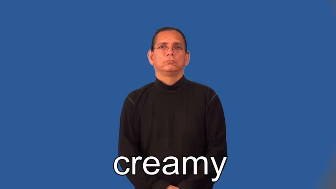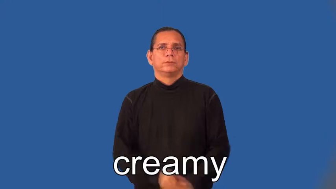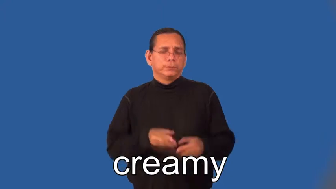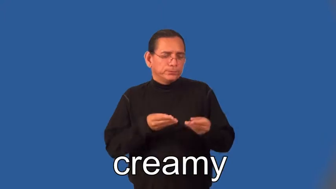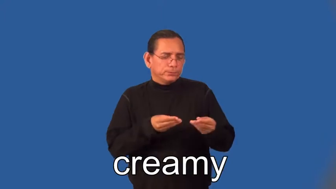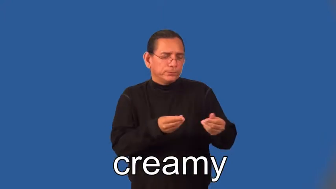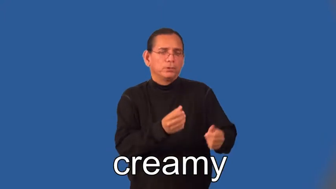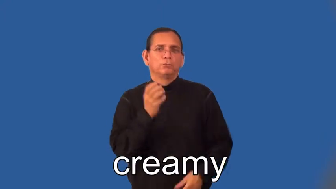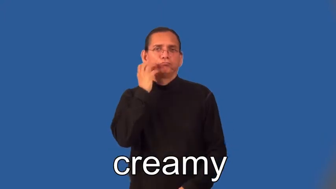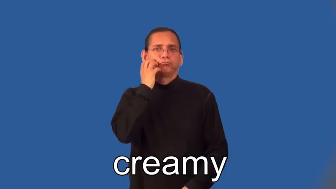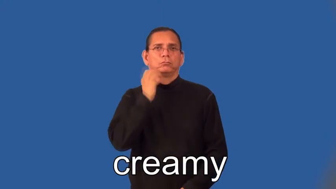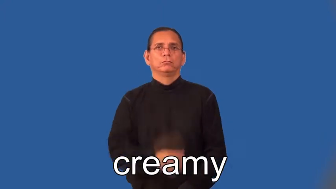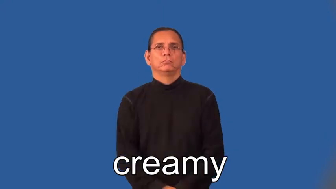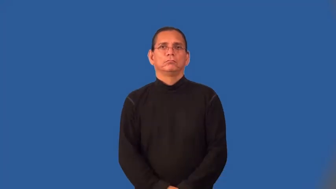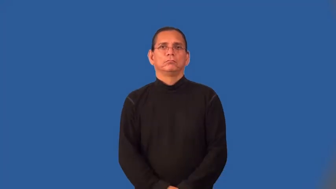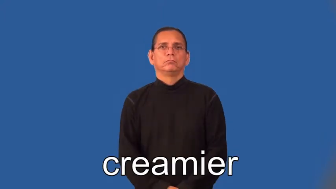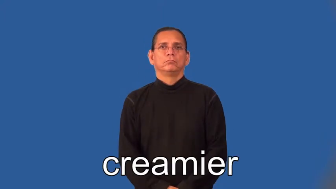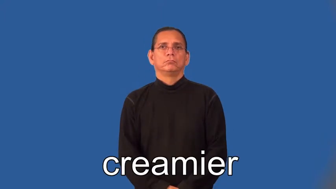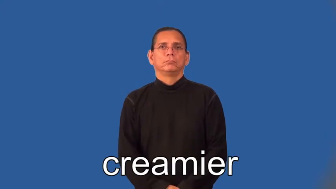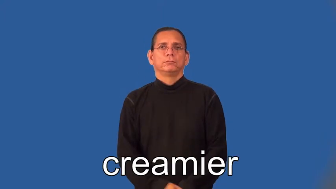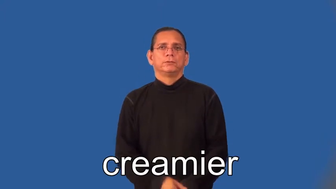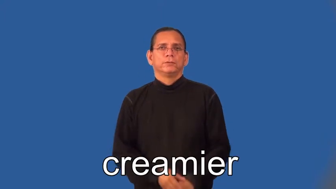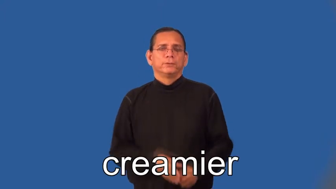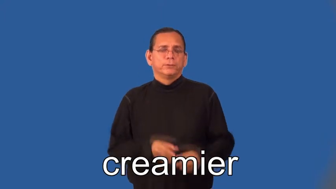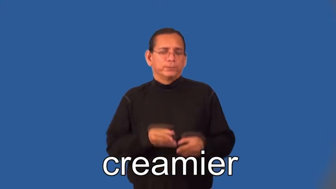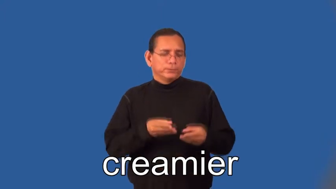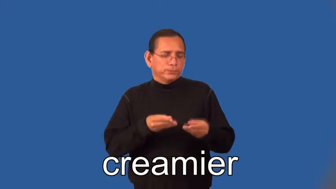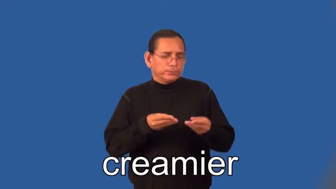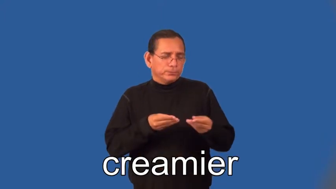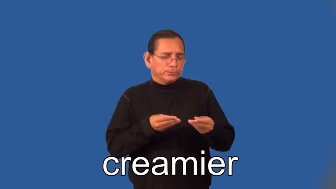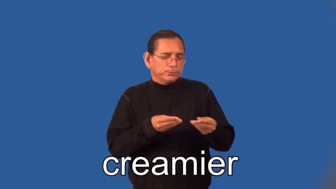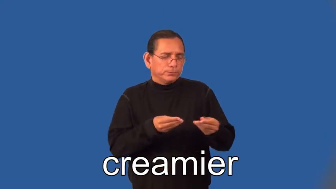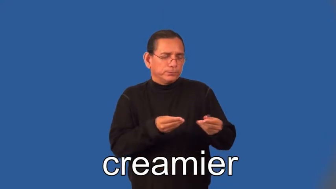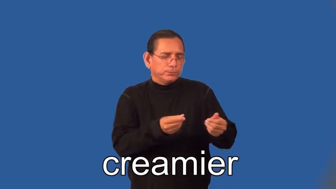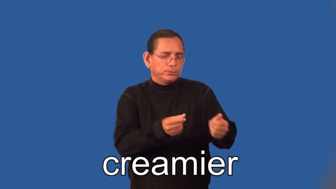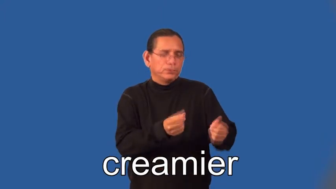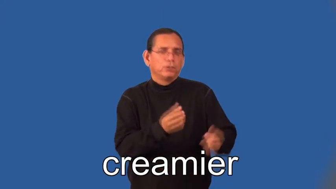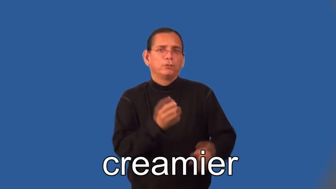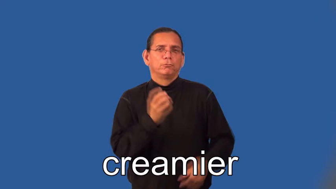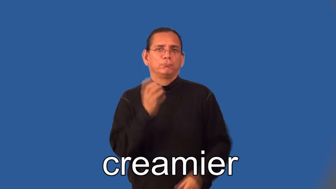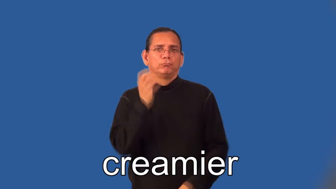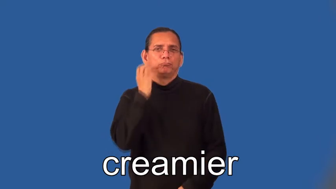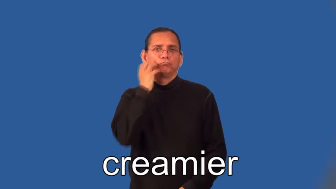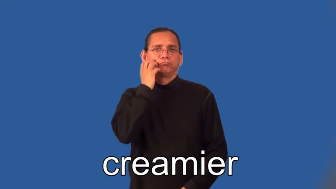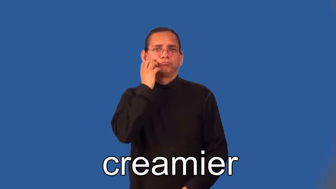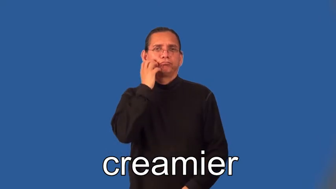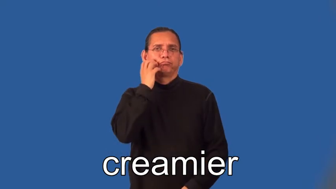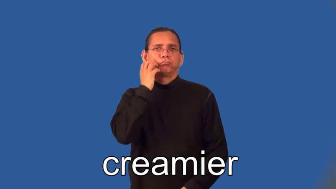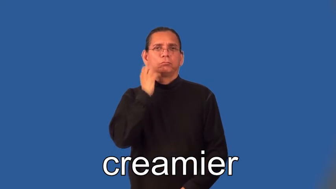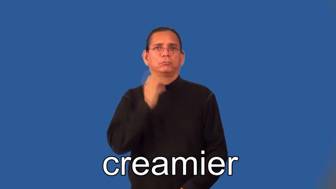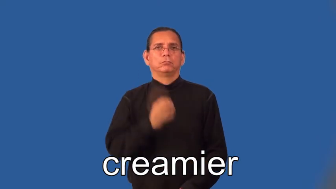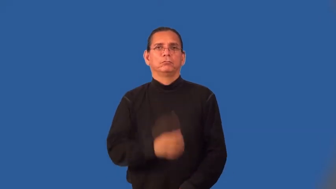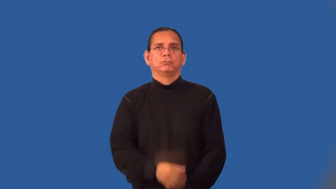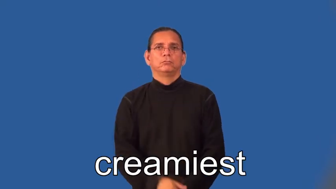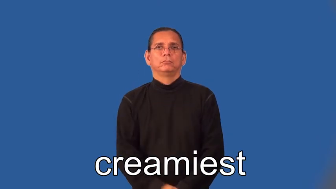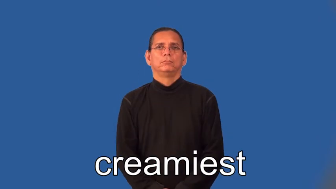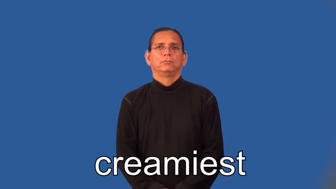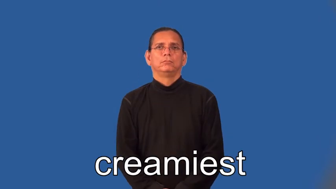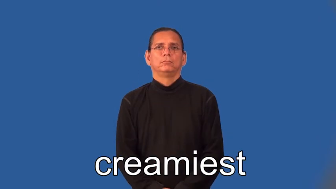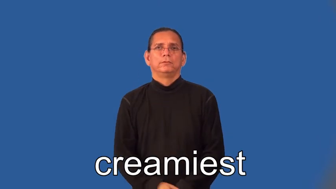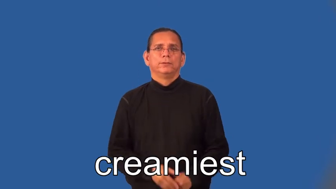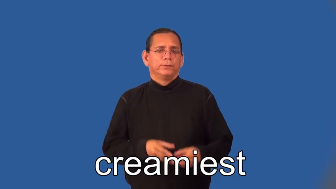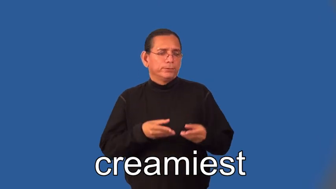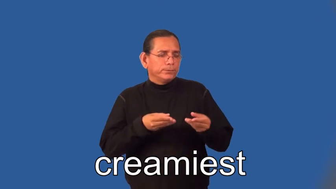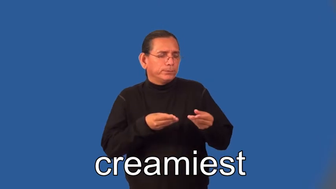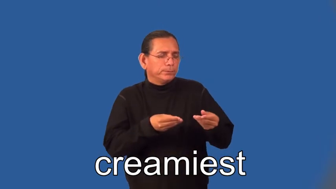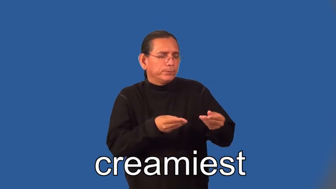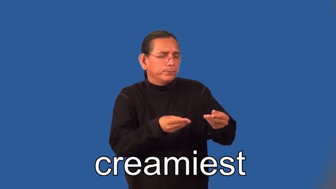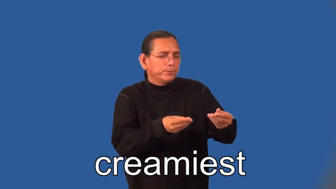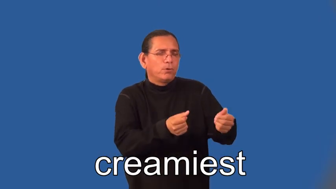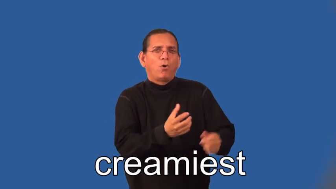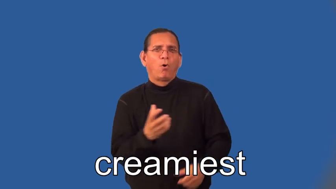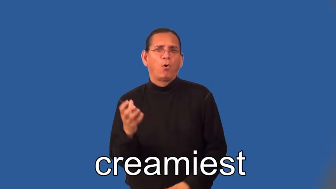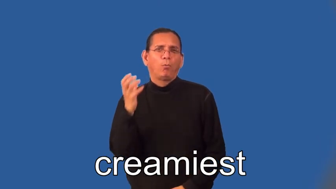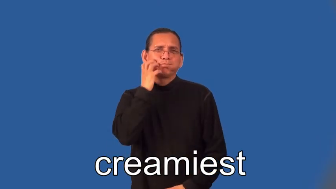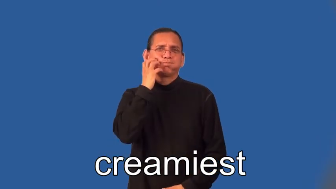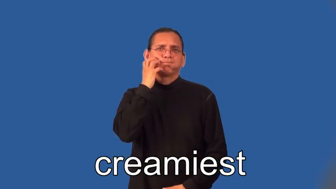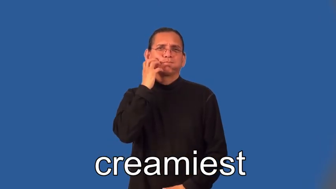creamier,creamiest